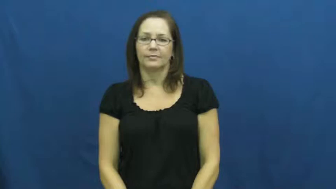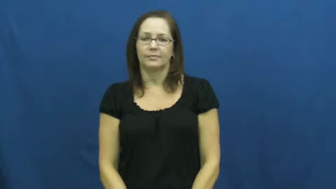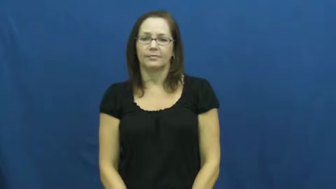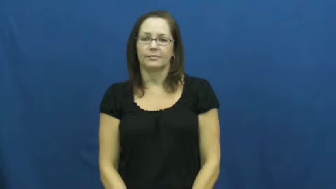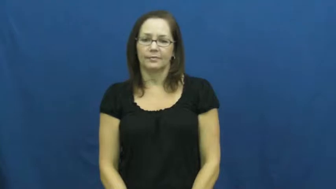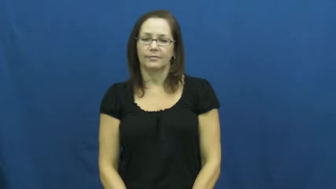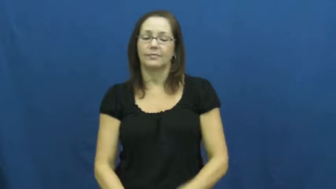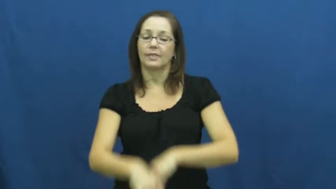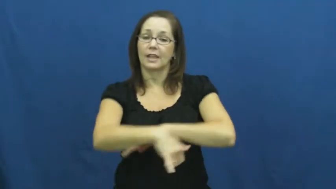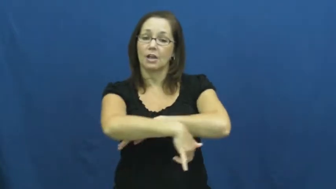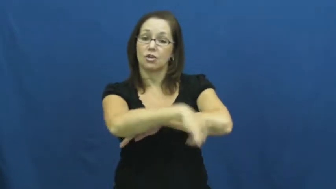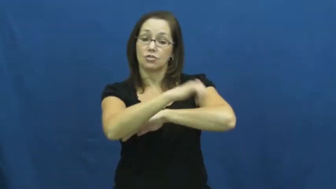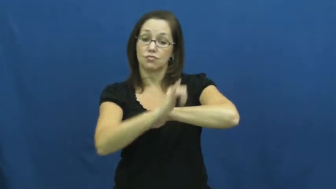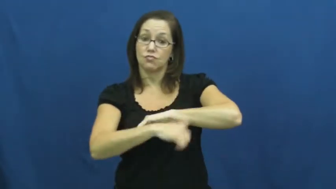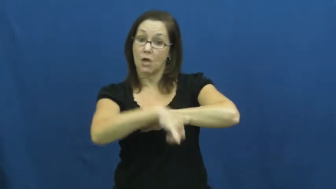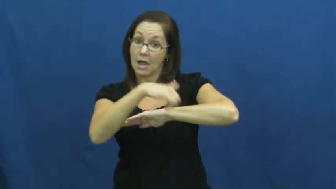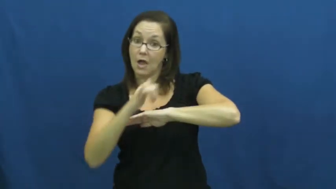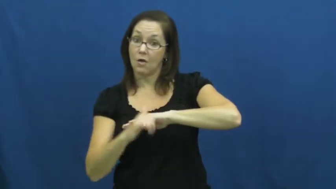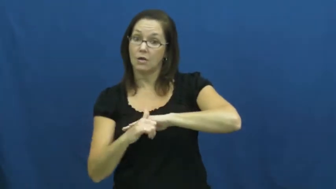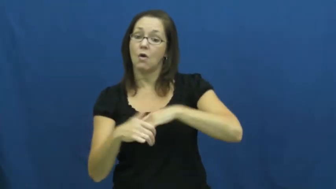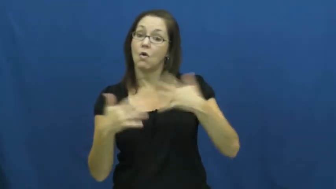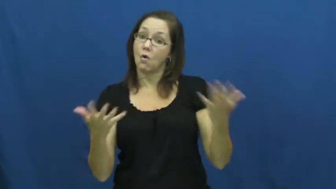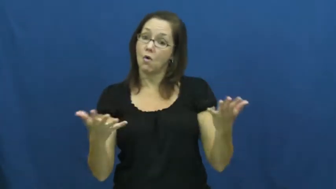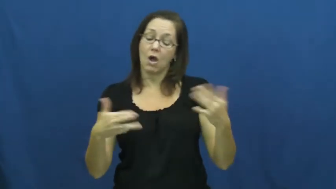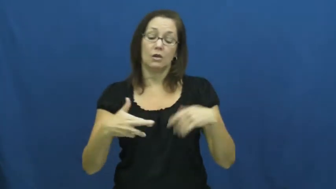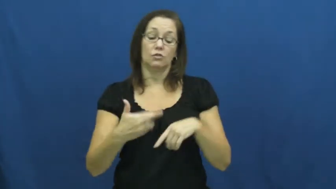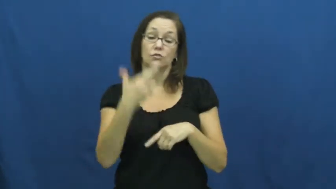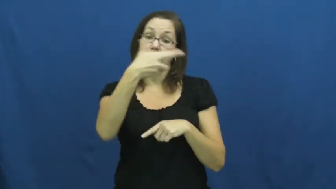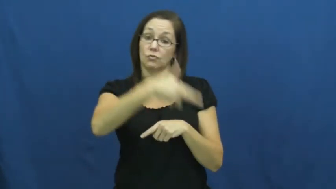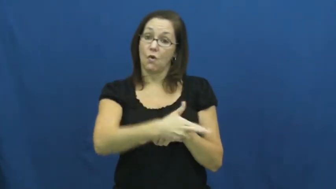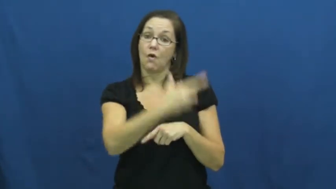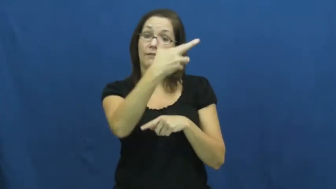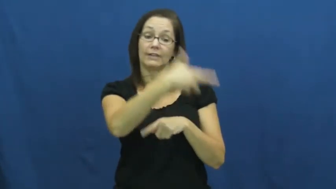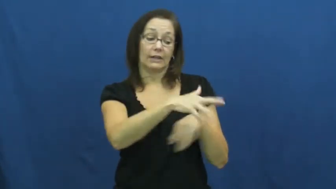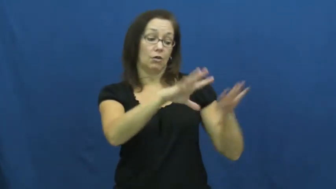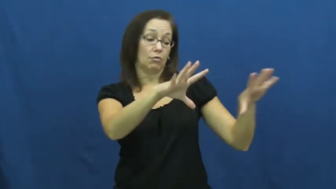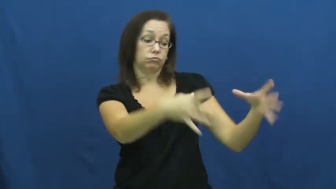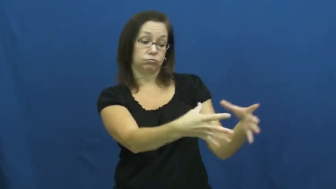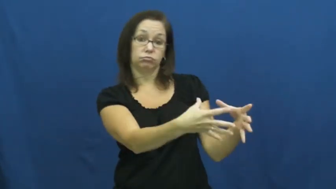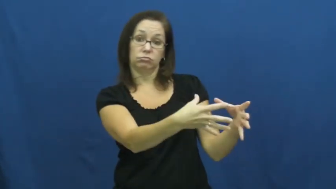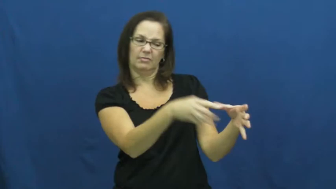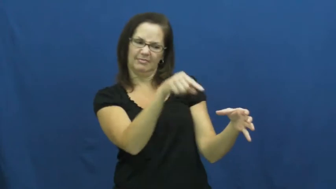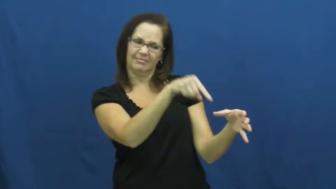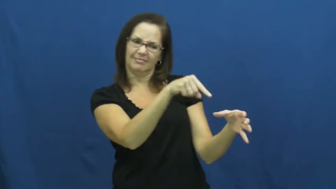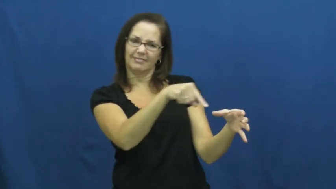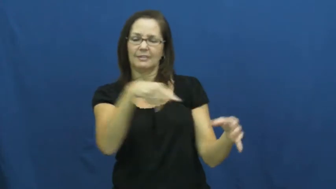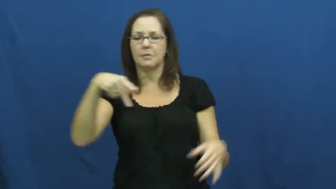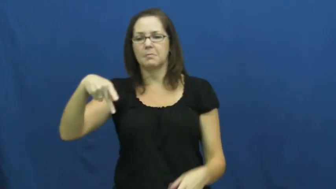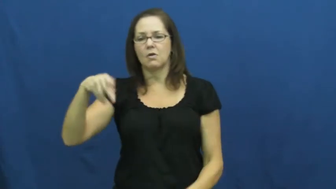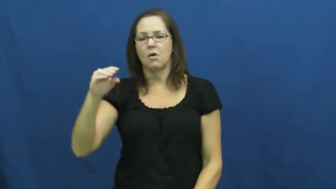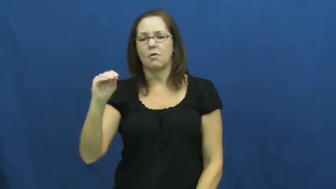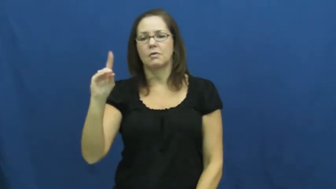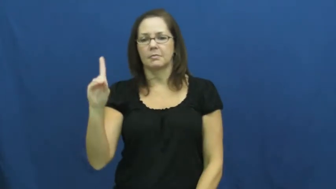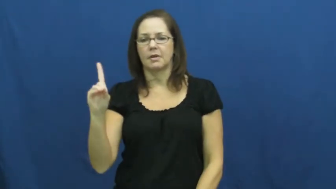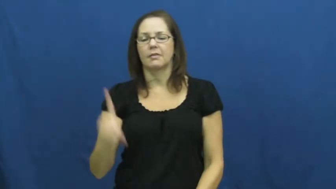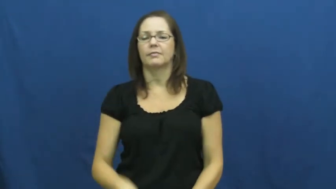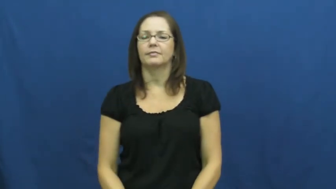pod-ocean